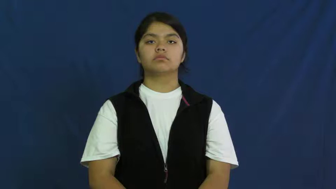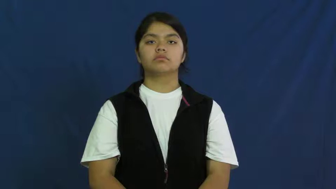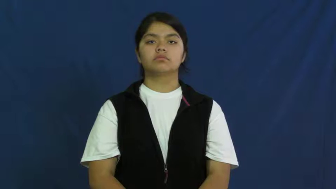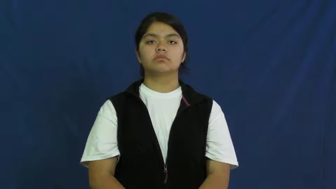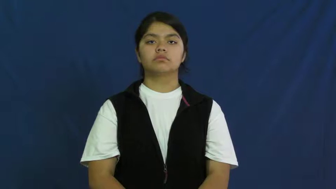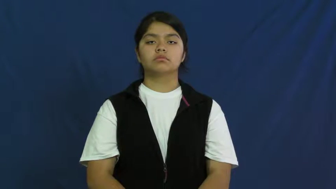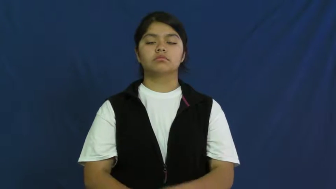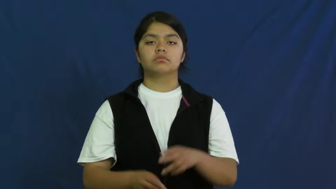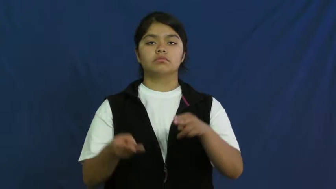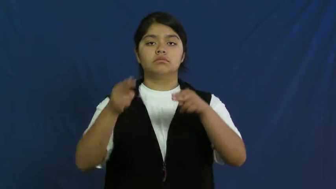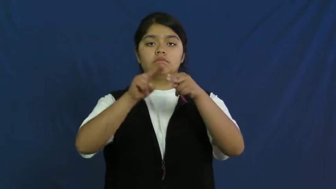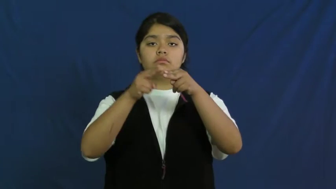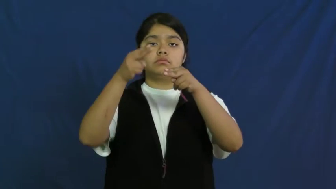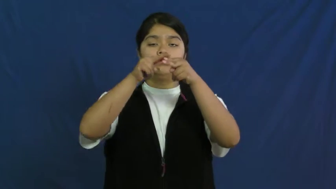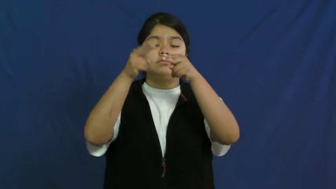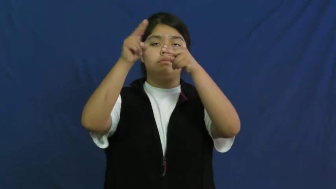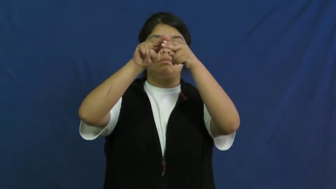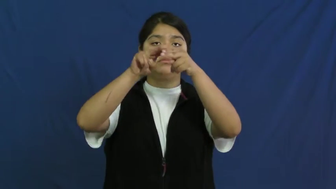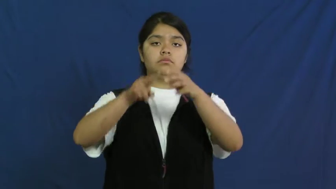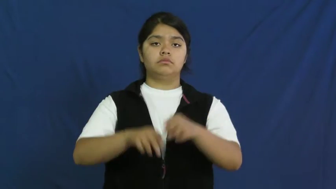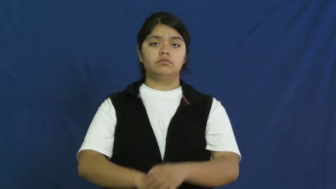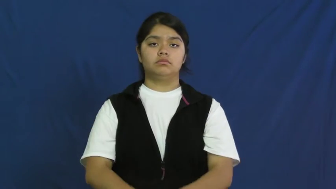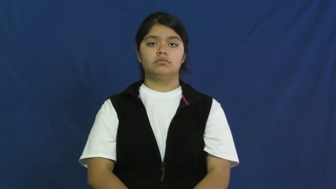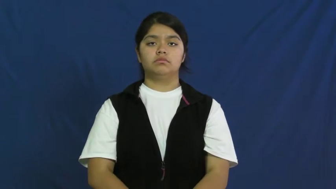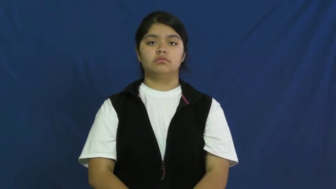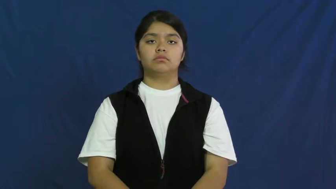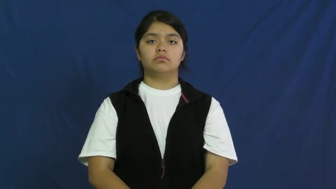whet